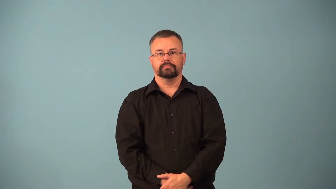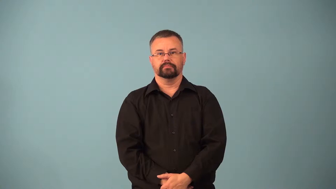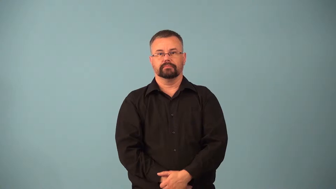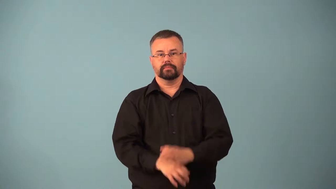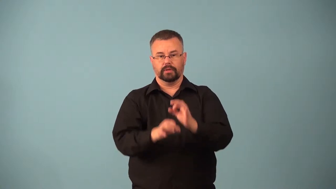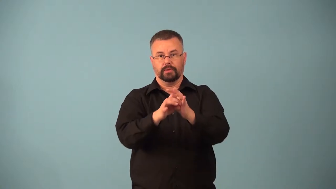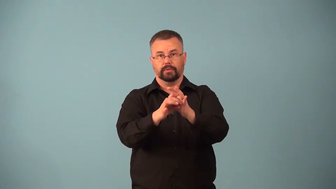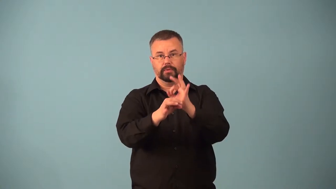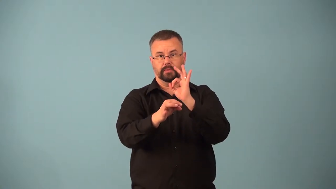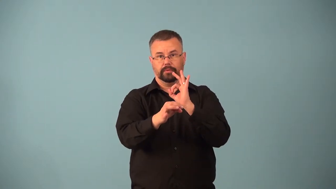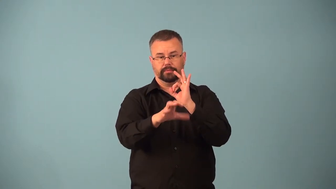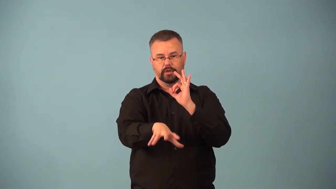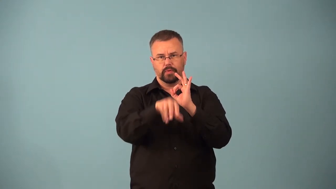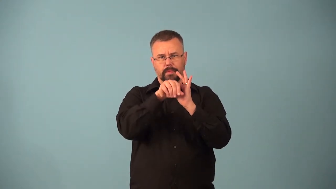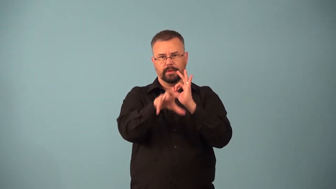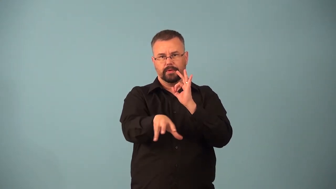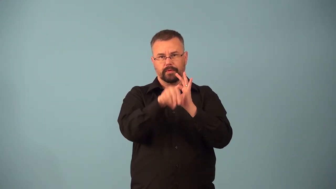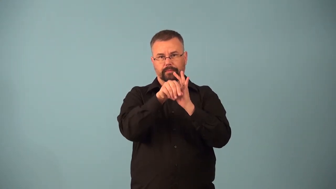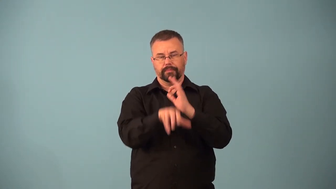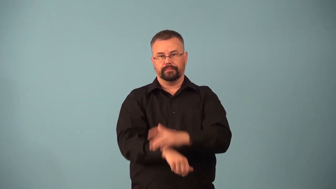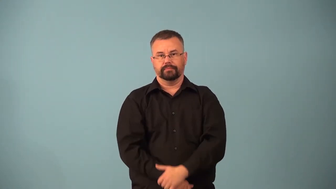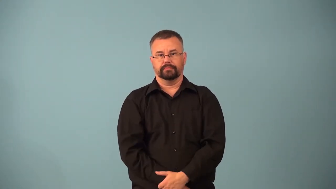aspirator